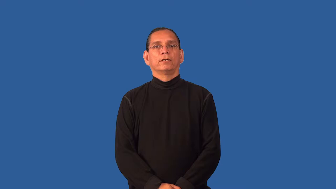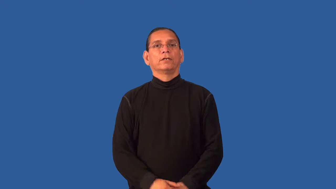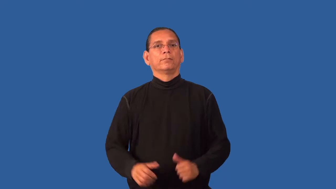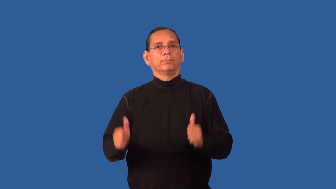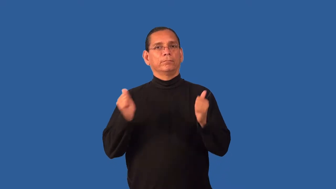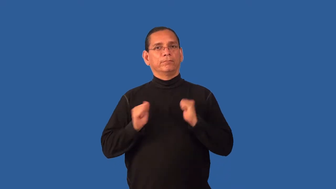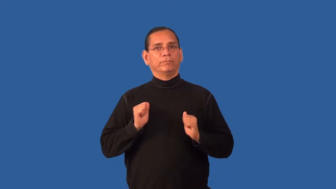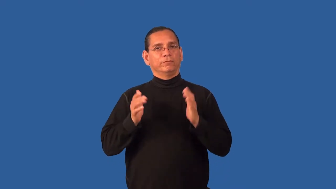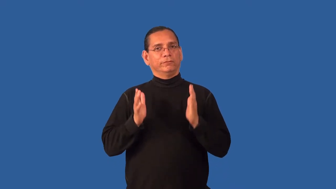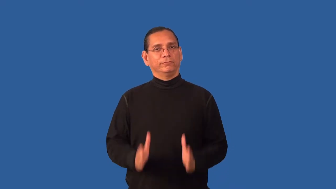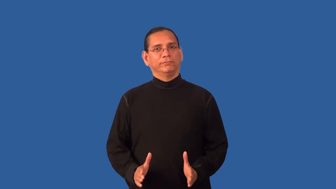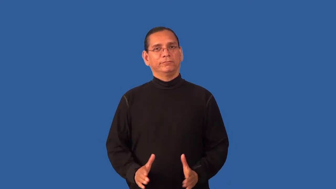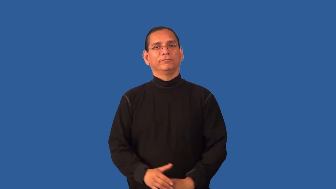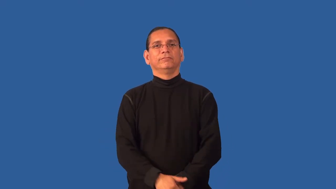entertainer